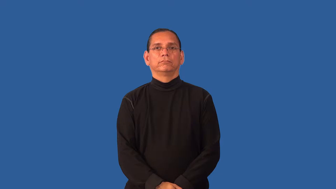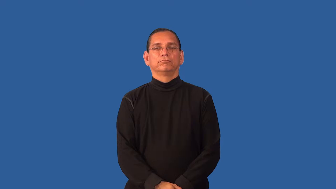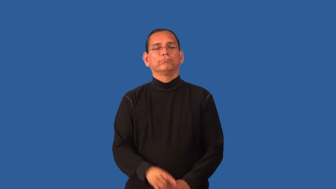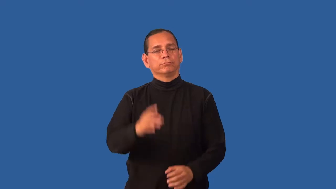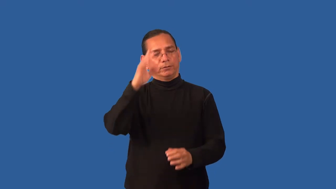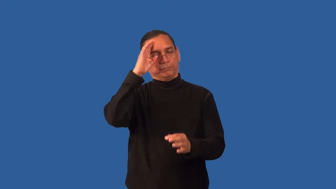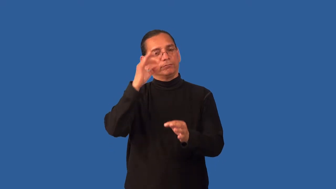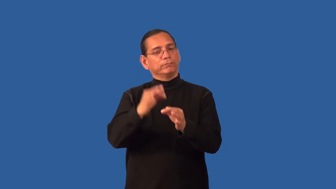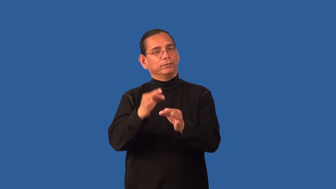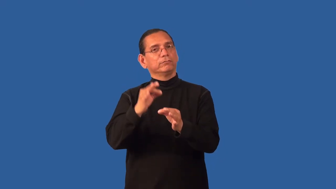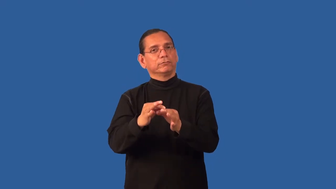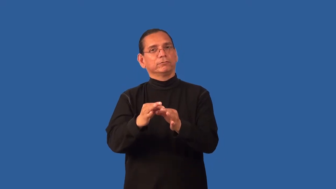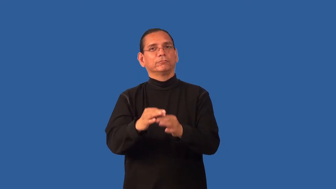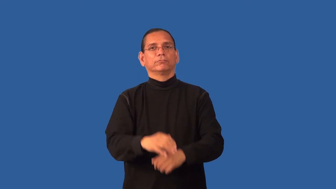faithful-religion